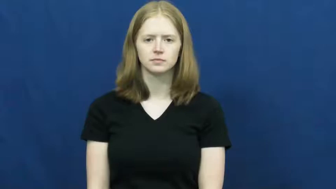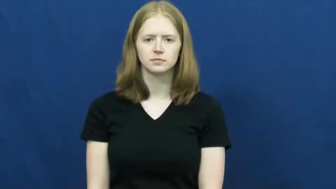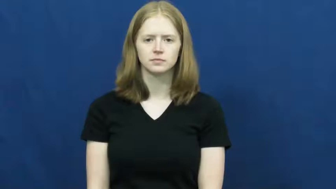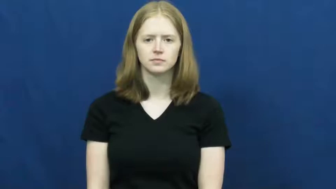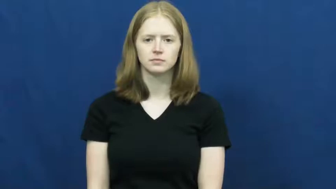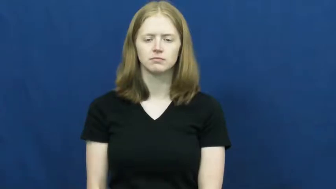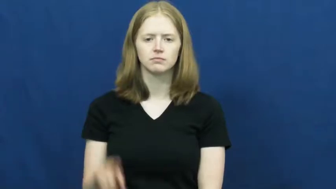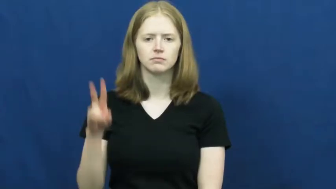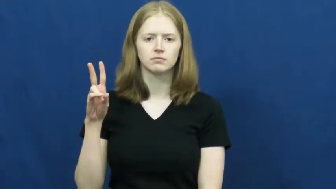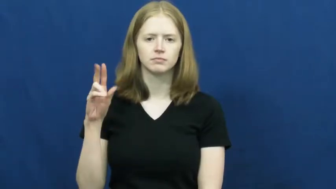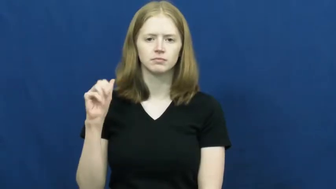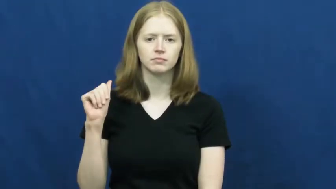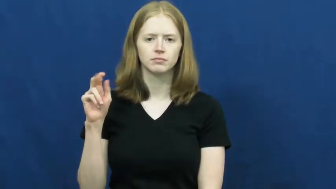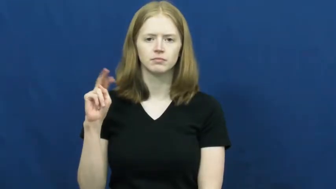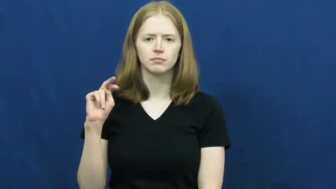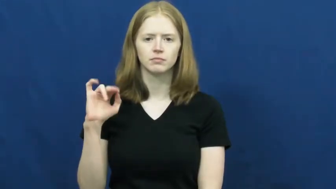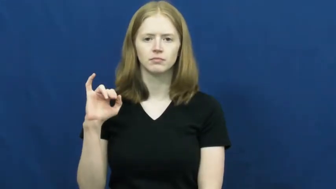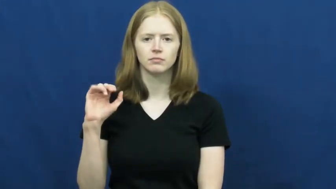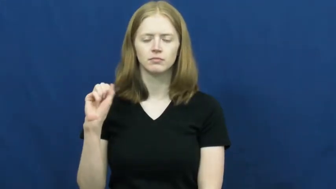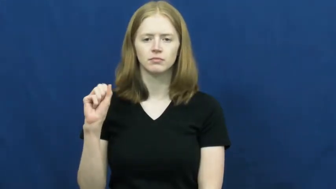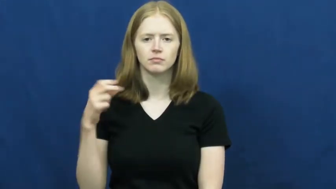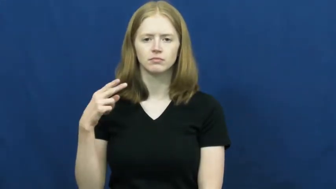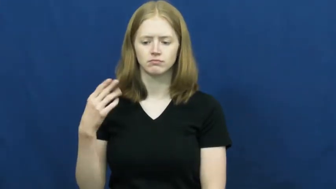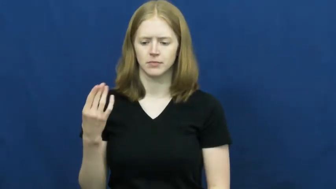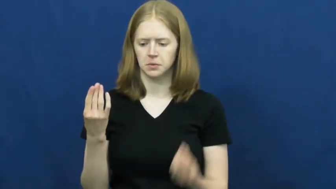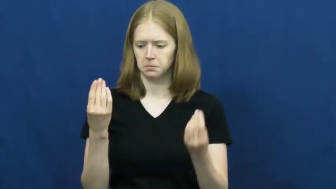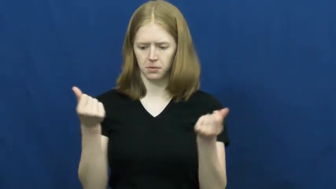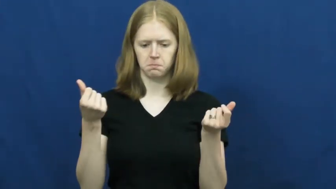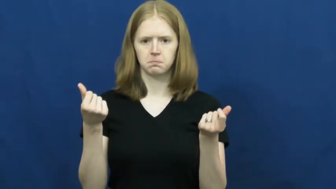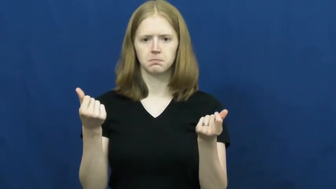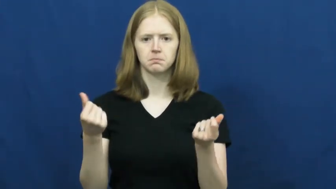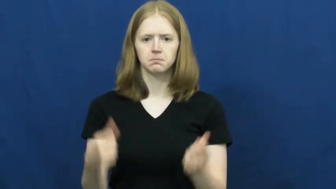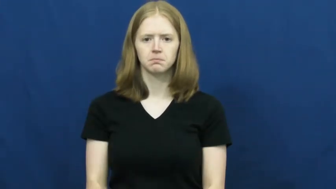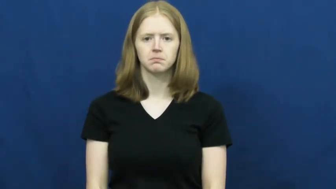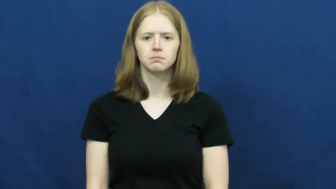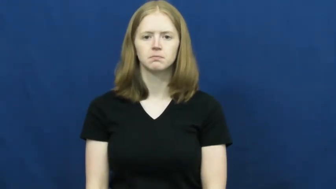vanish